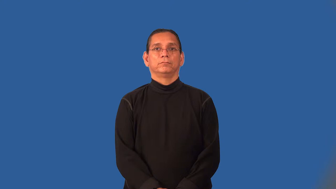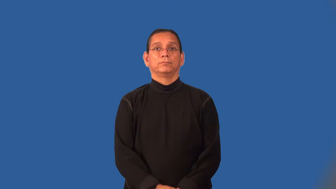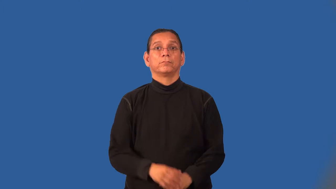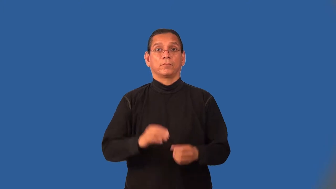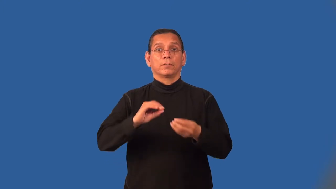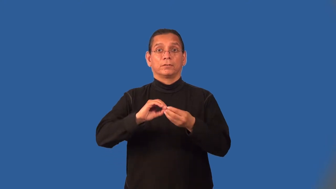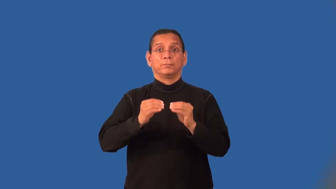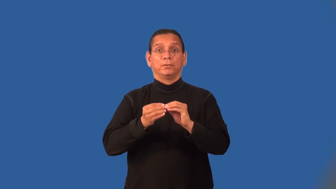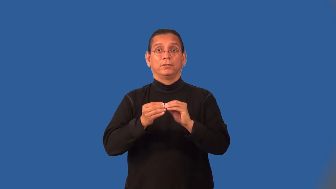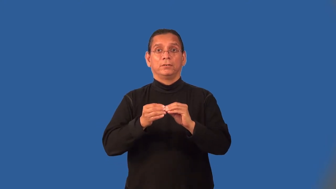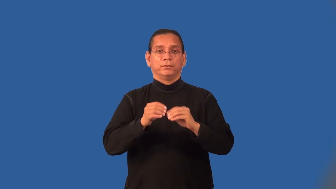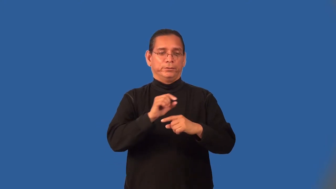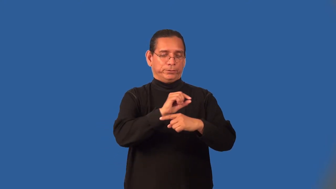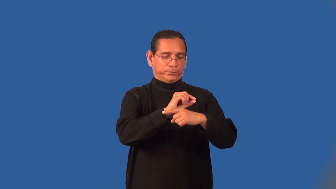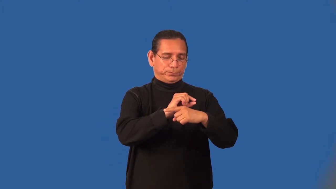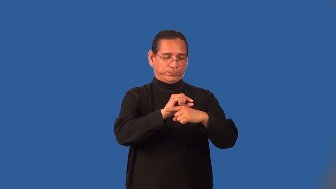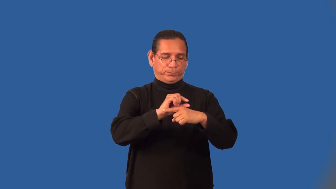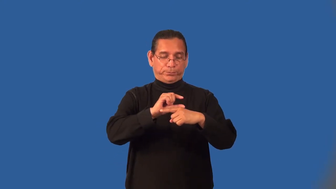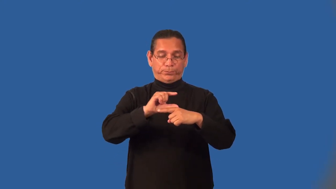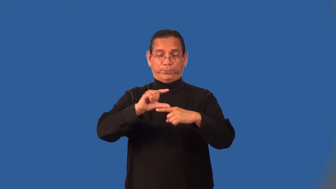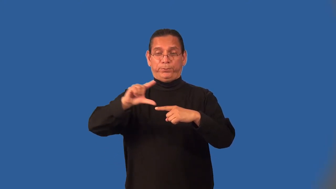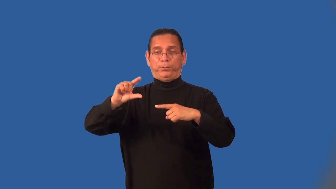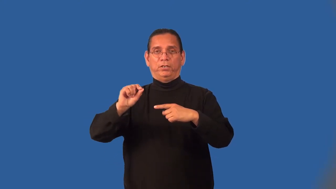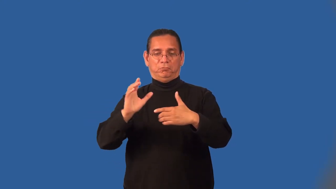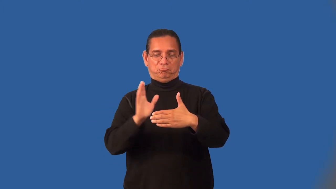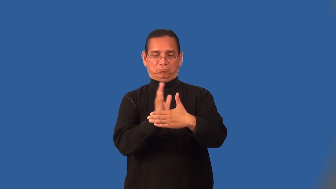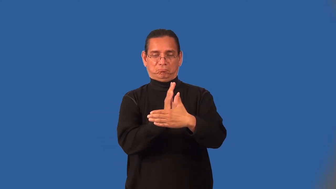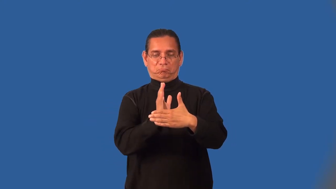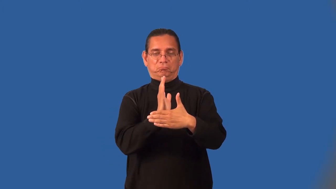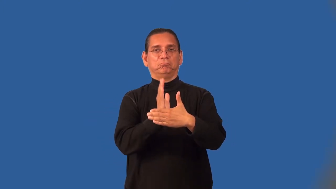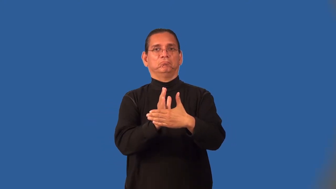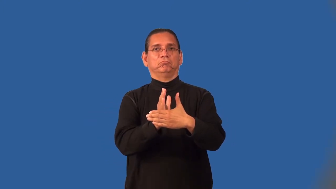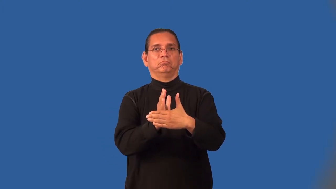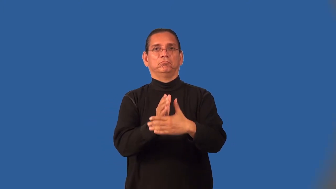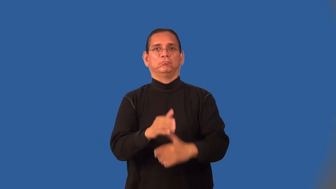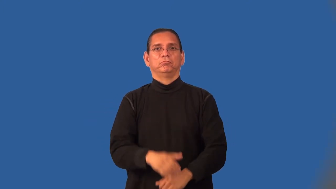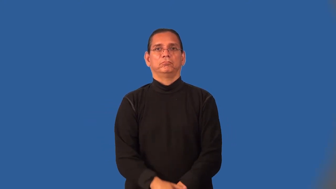midrange